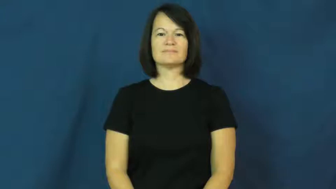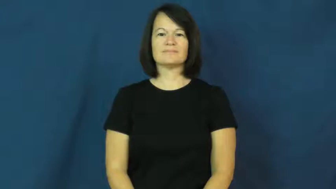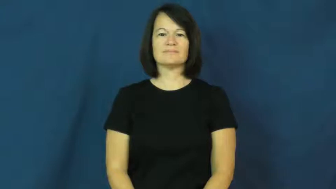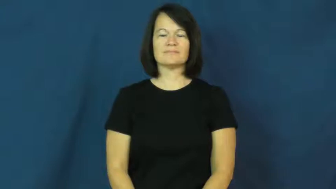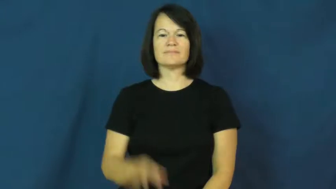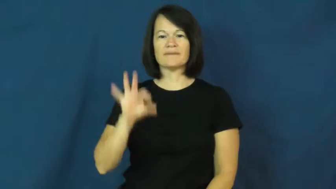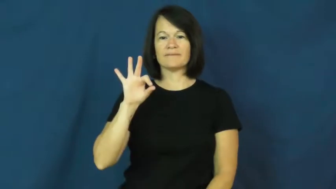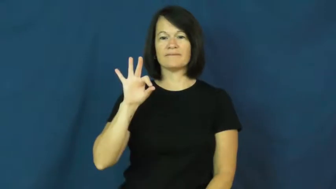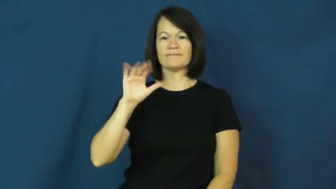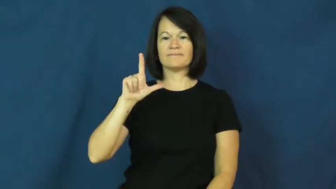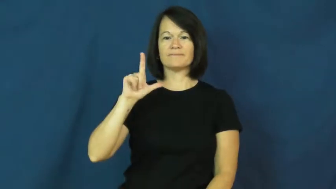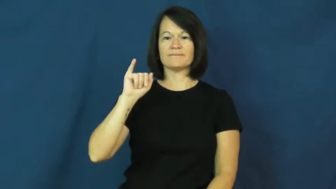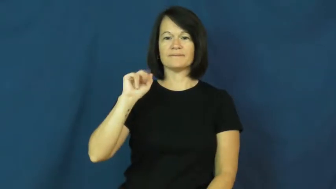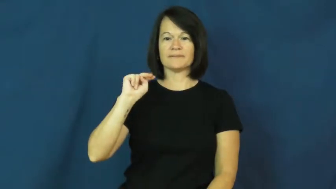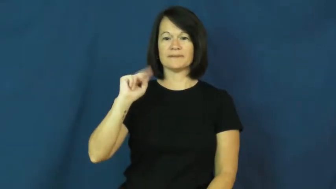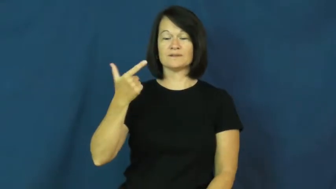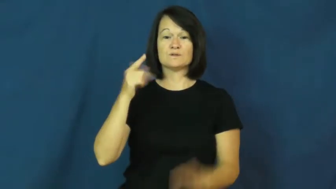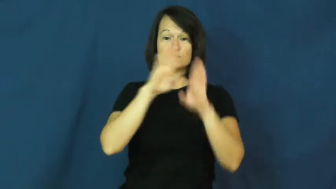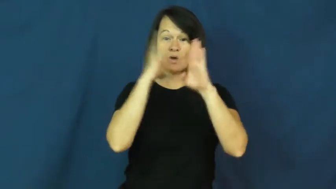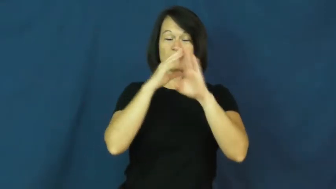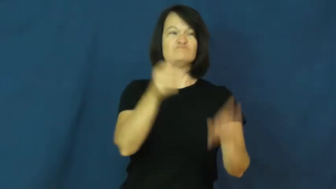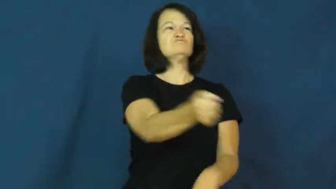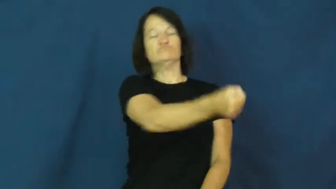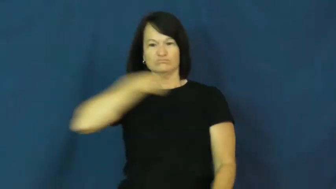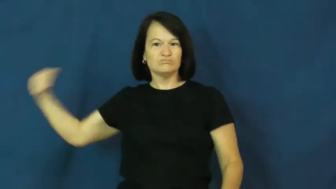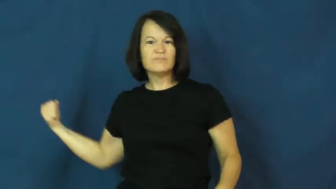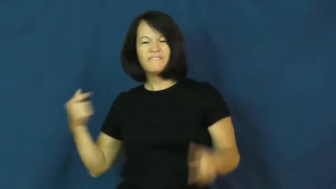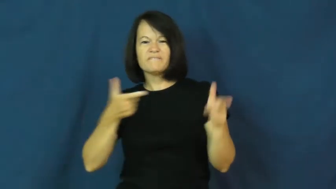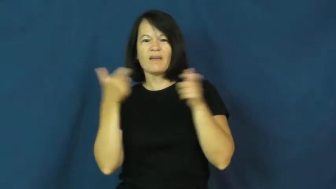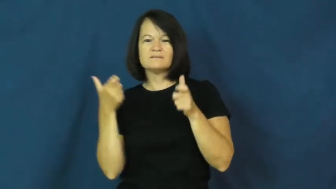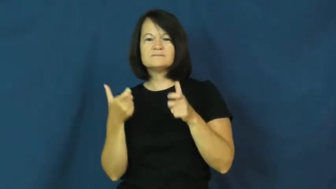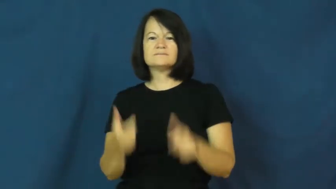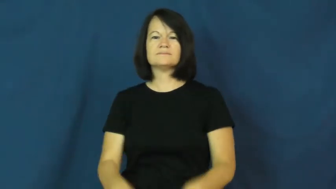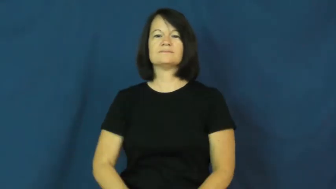fling-door